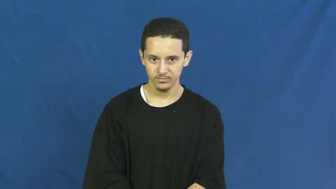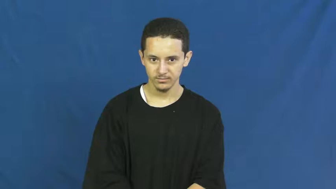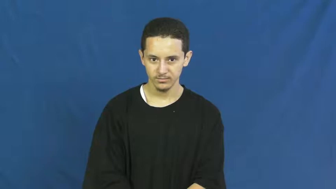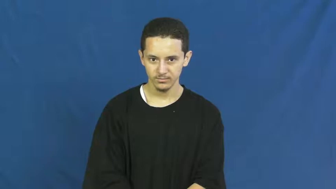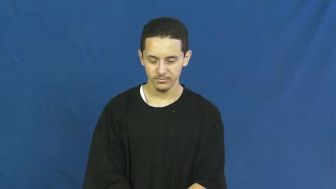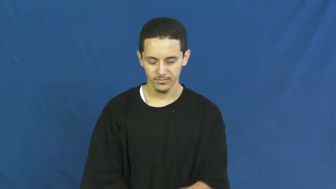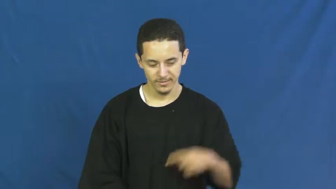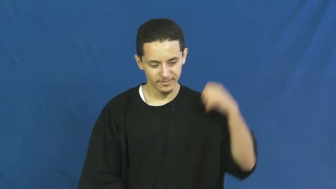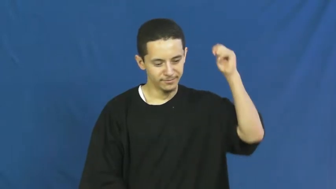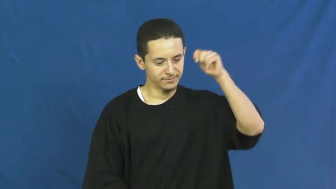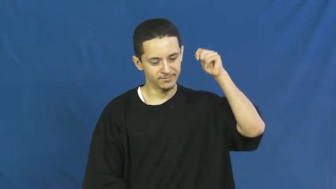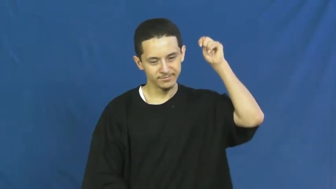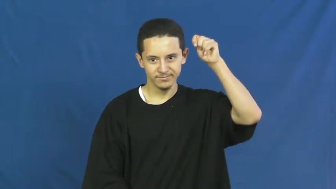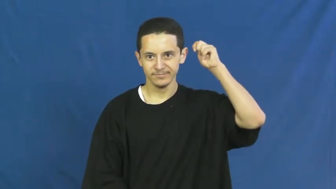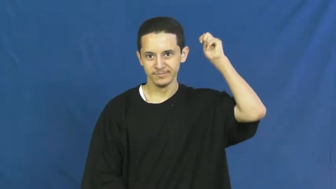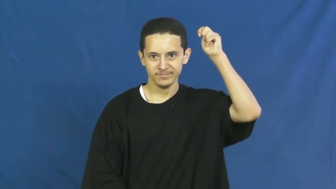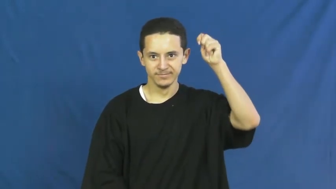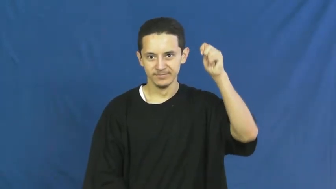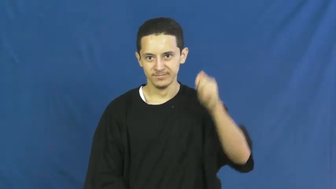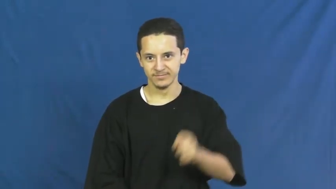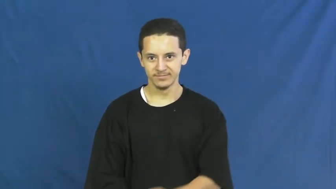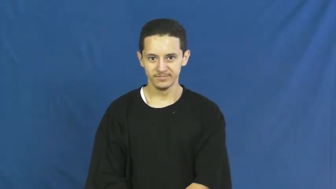theory,thesis,ism